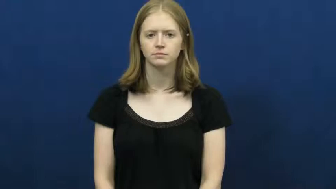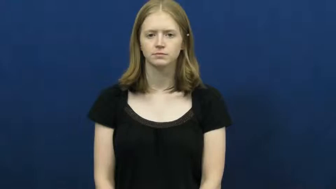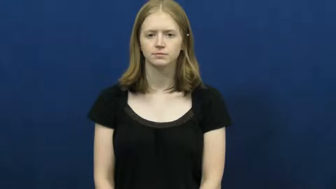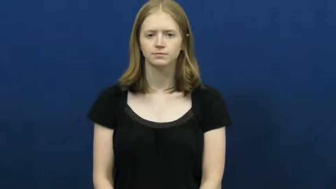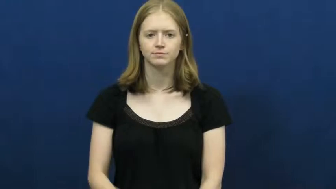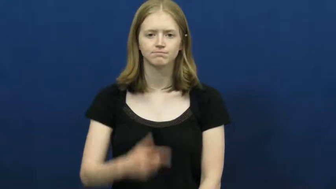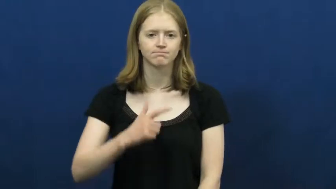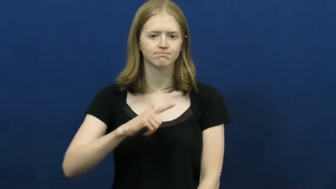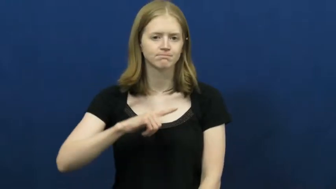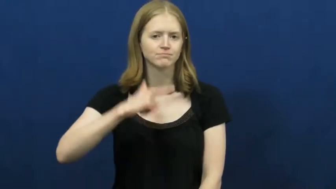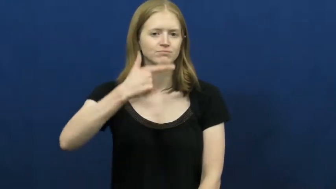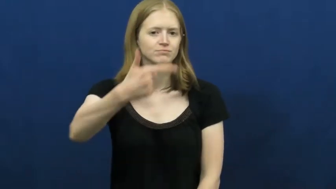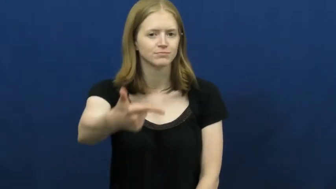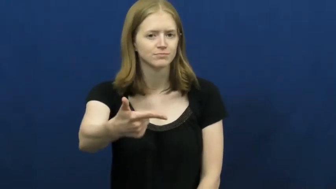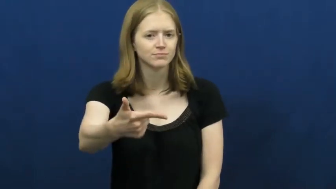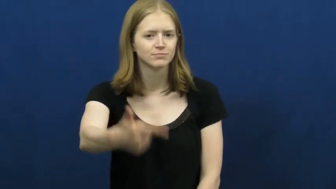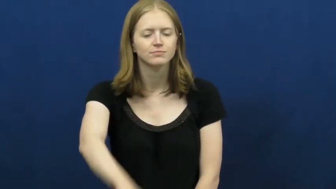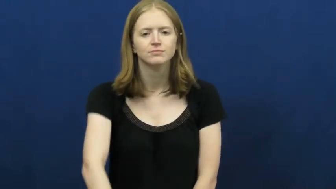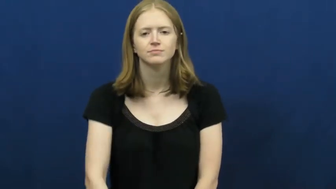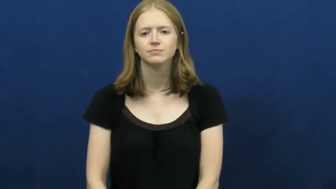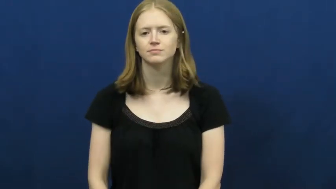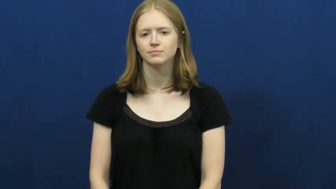hand off-give to do